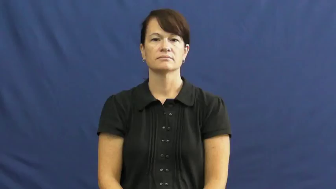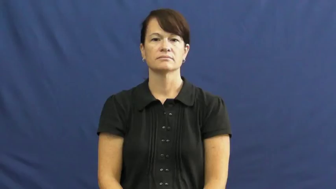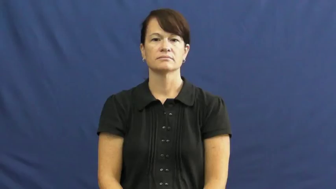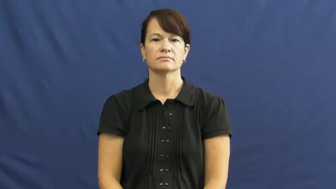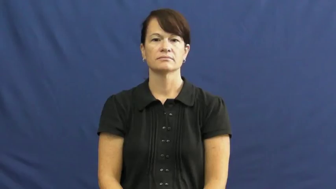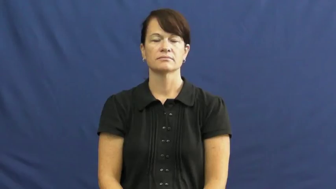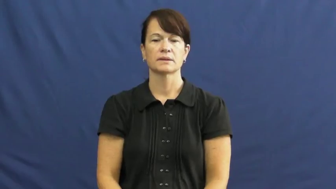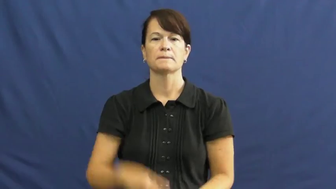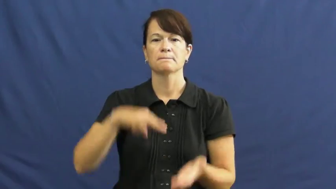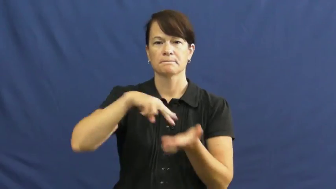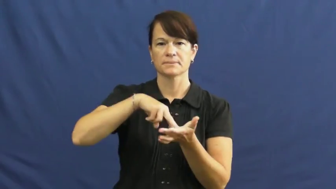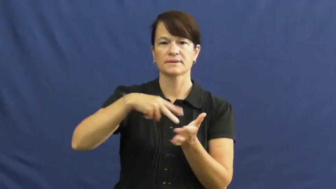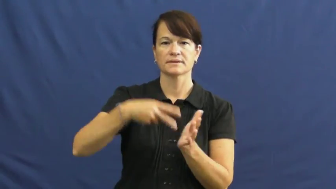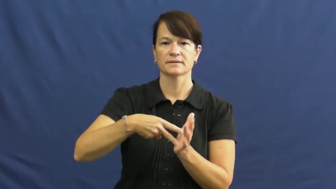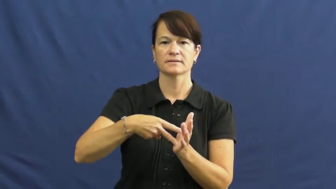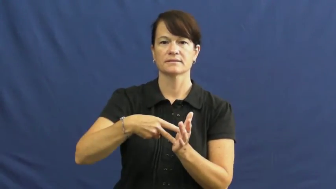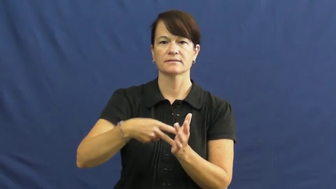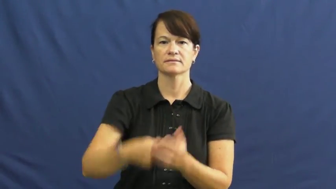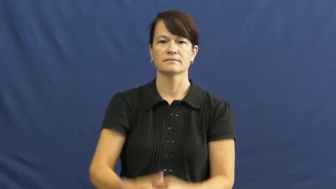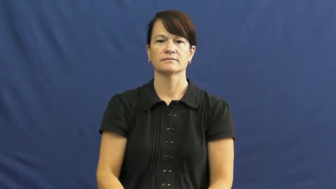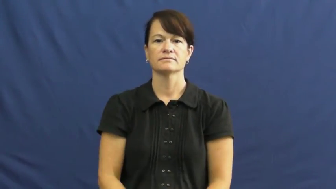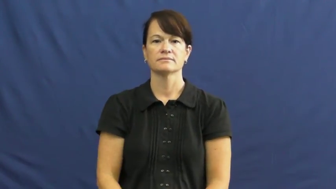mean,stand for,semantics,sense,signify,drift-define